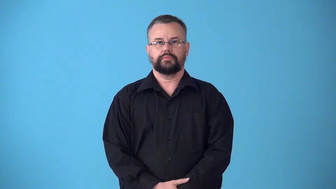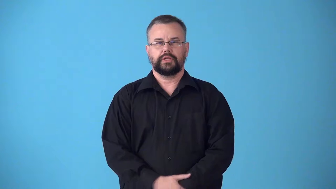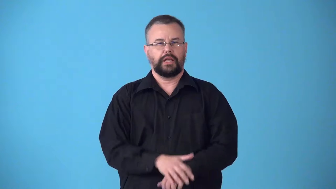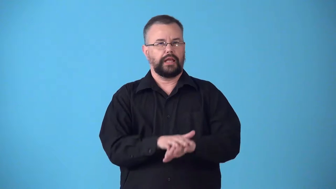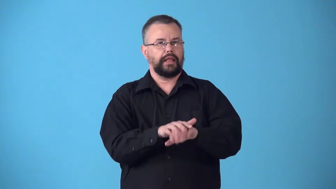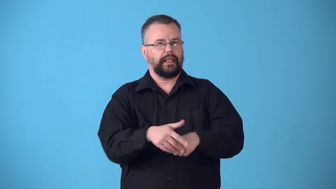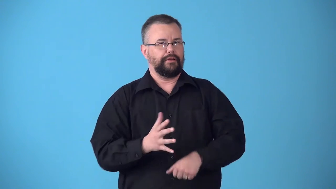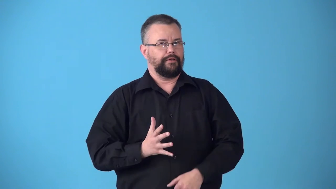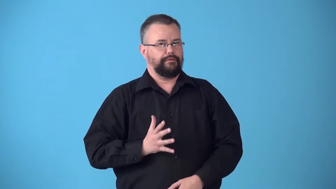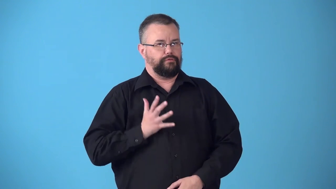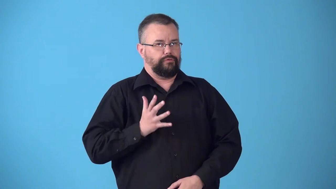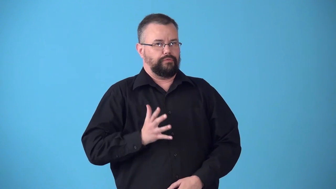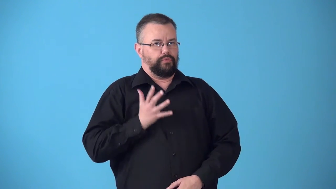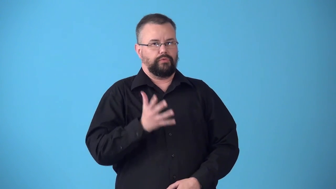stilted-artificially formal